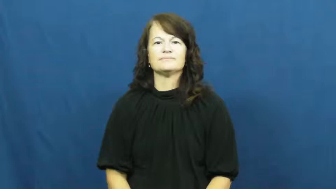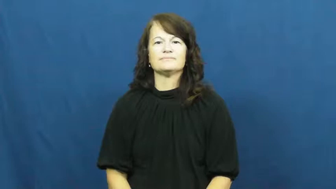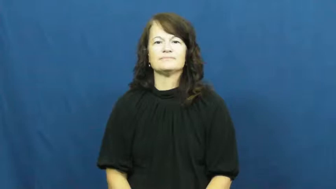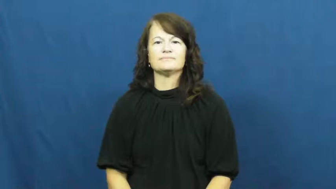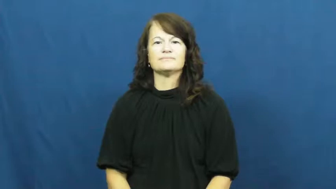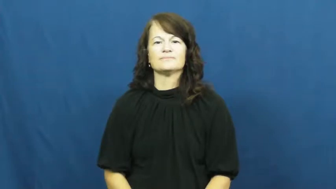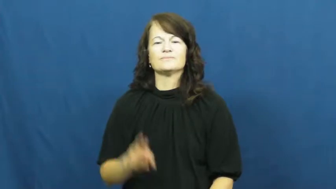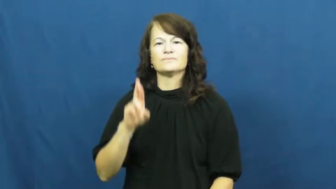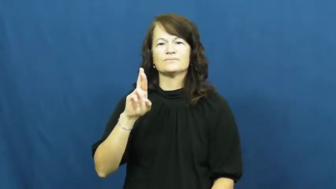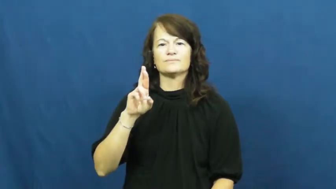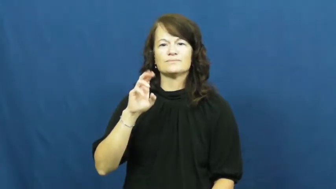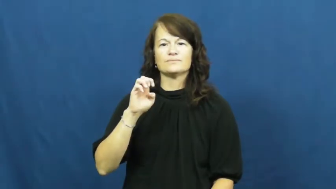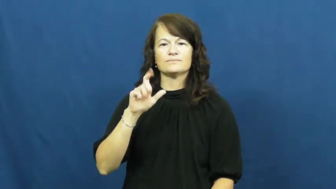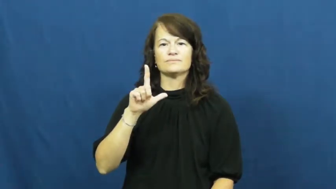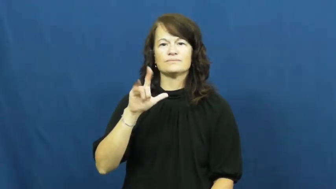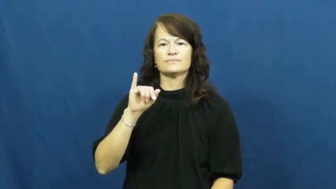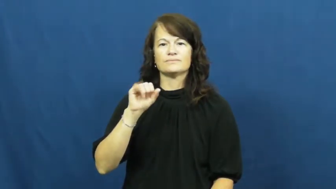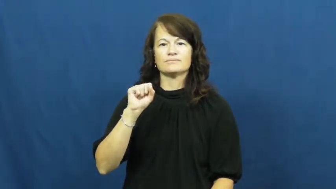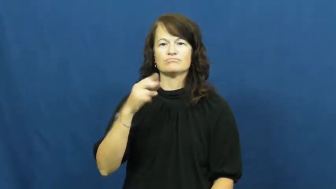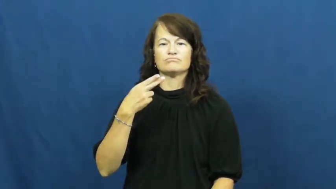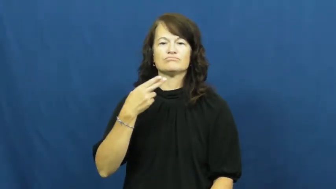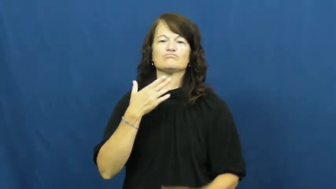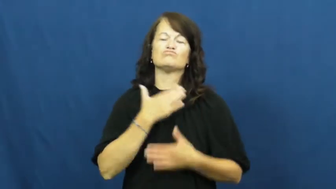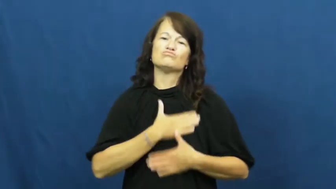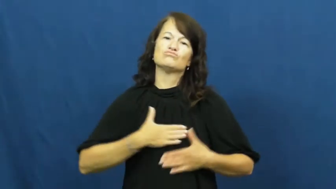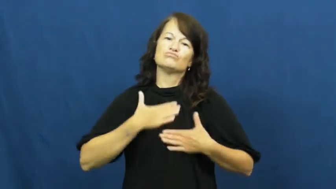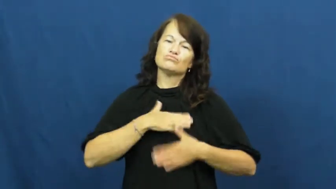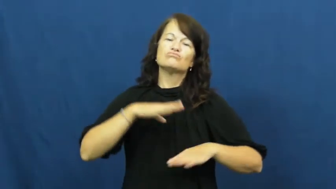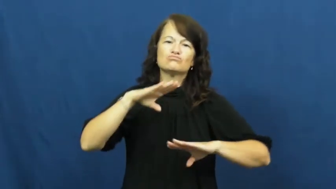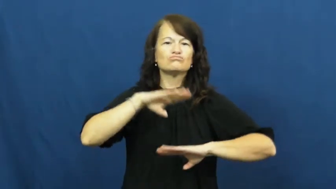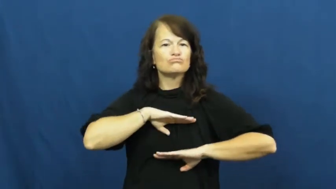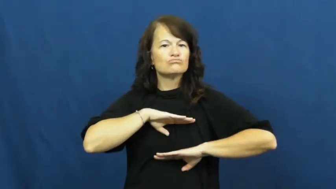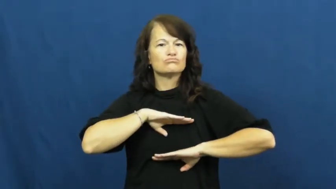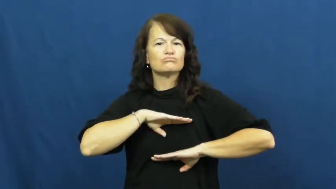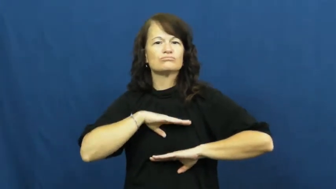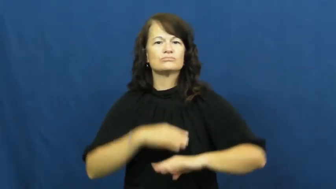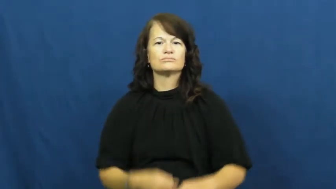relish-enjoy